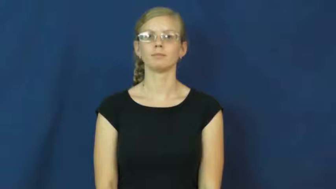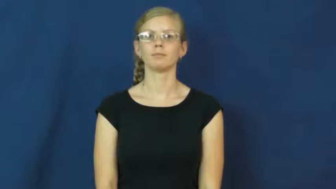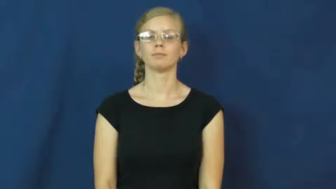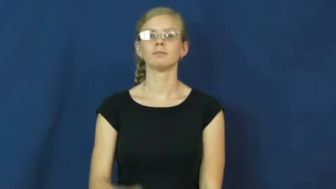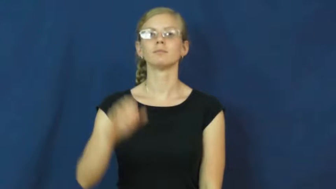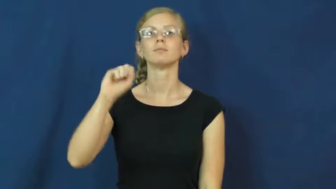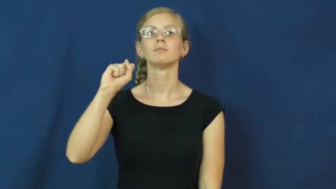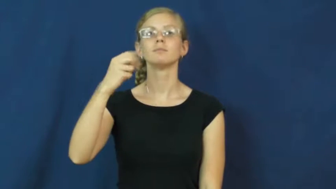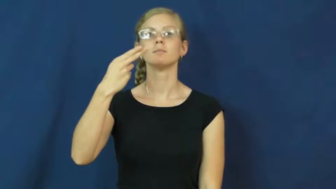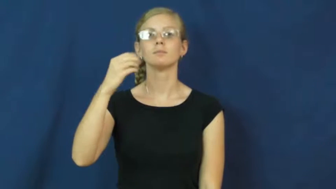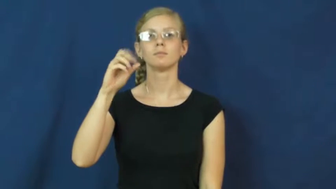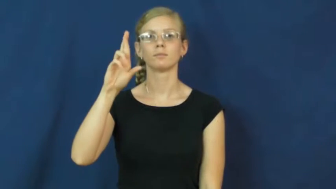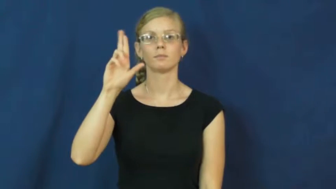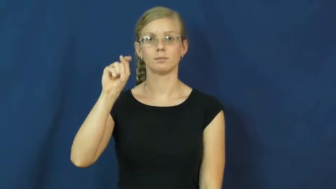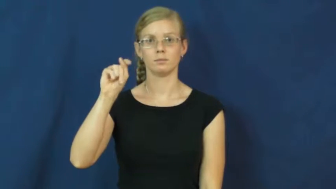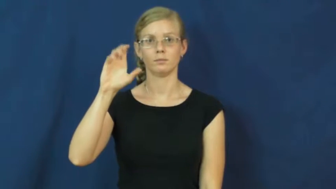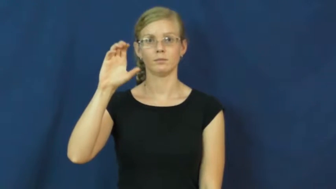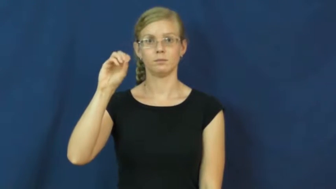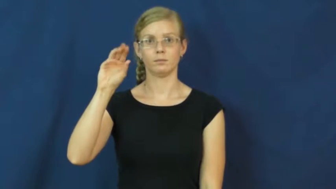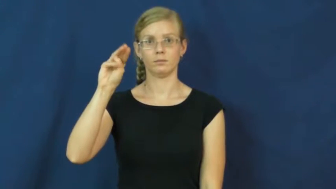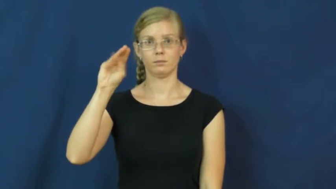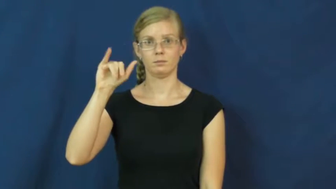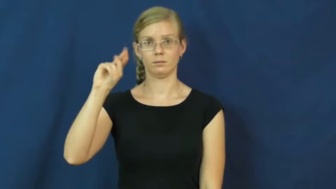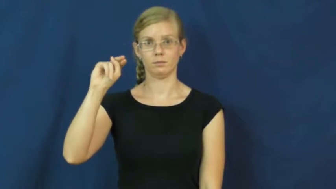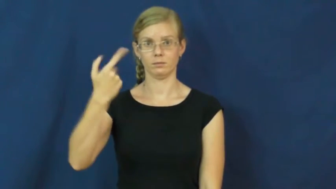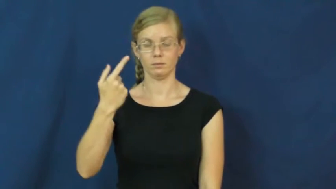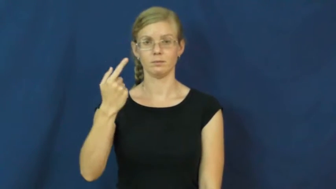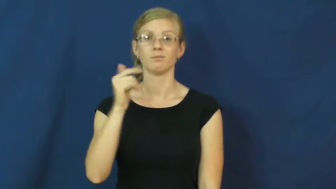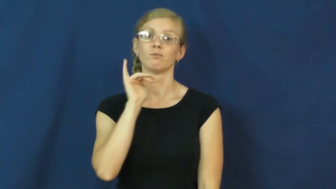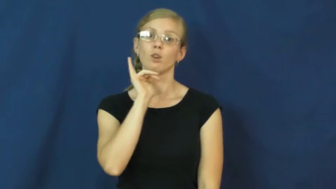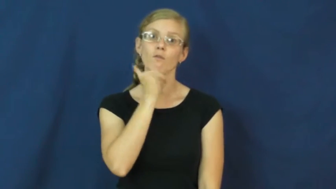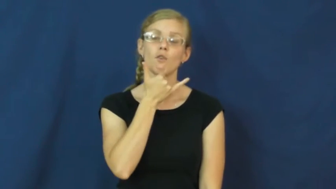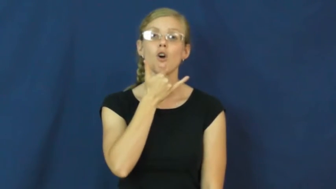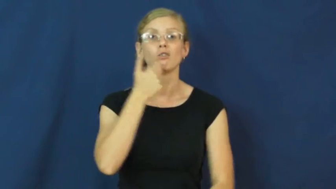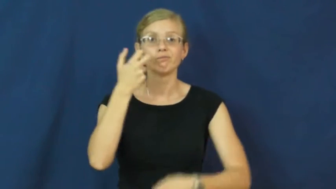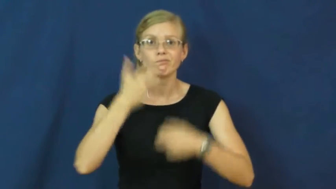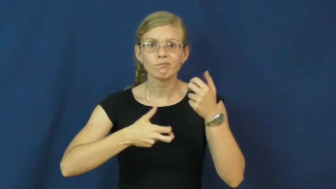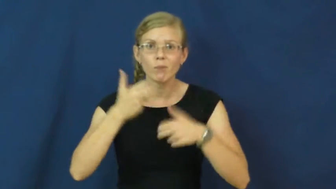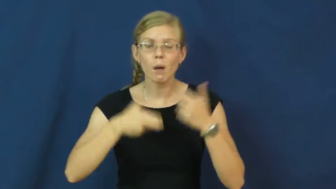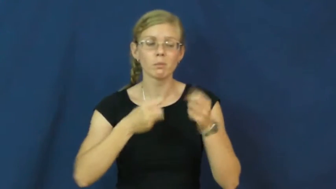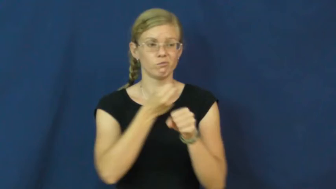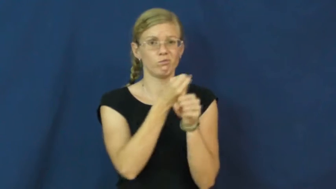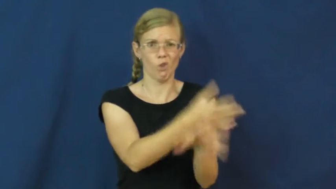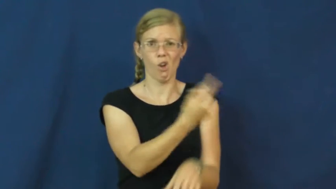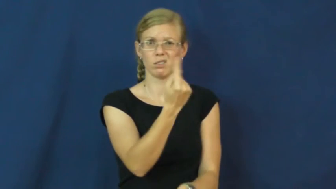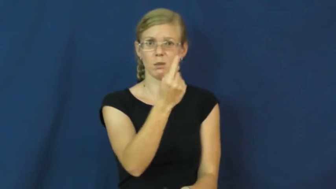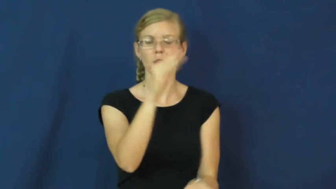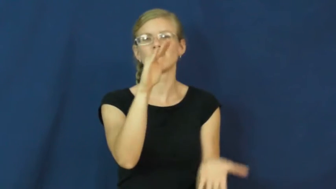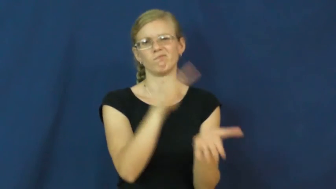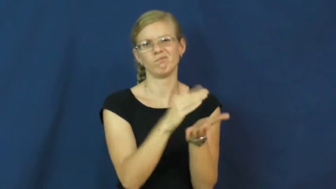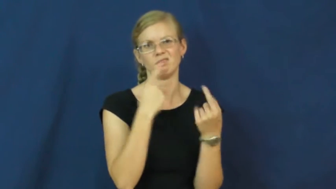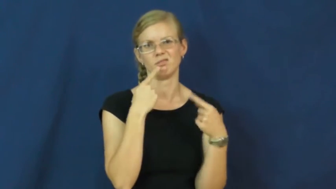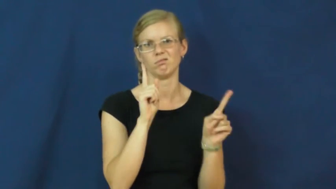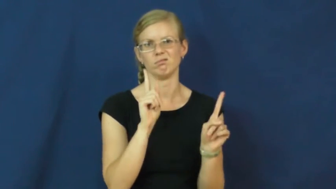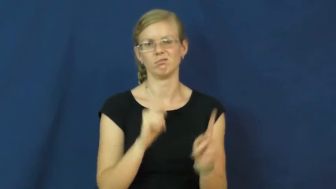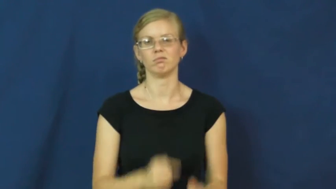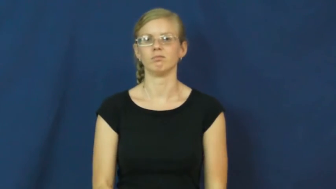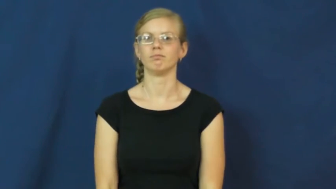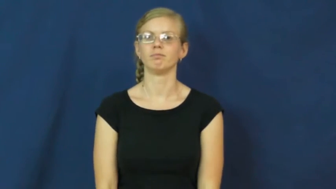shortcoming